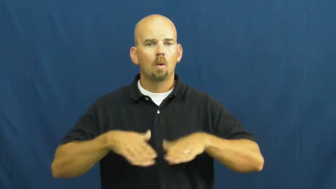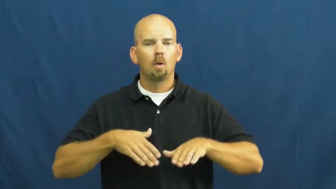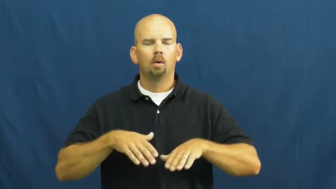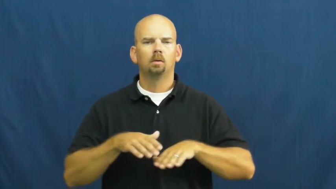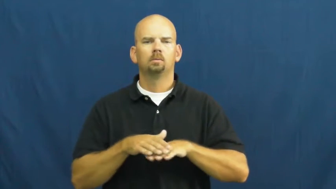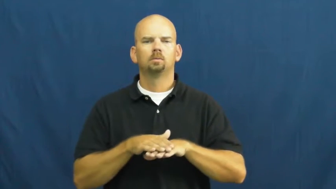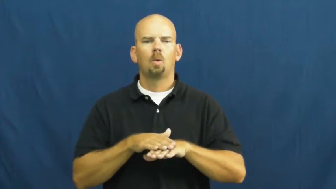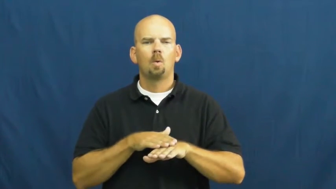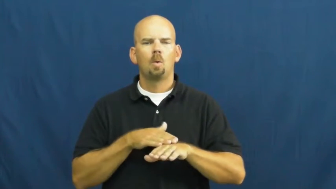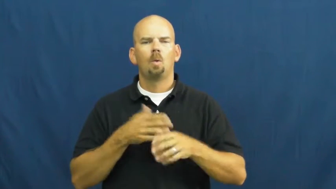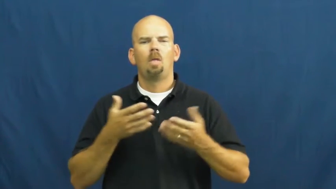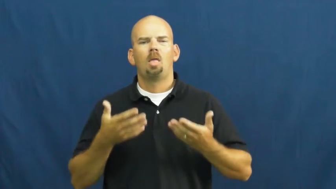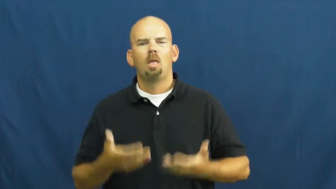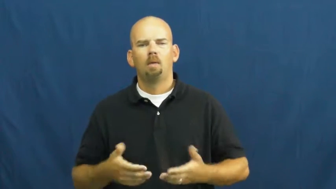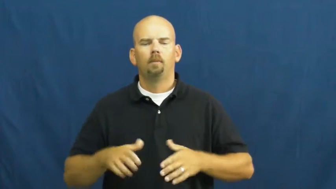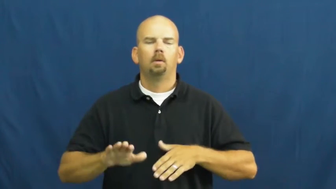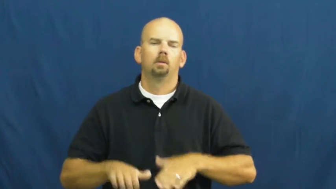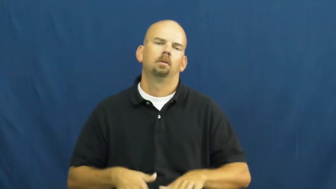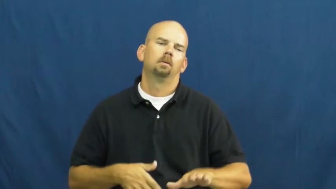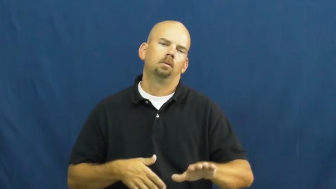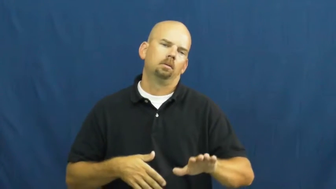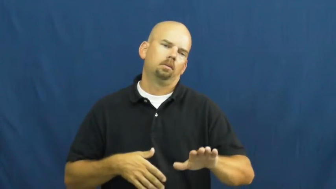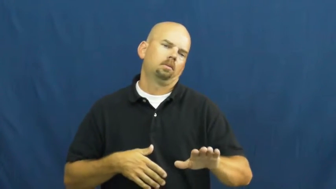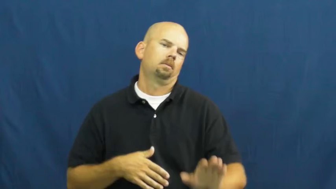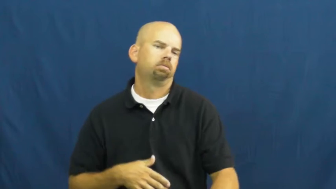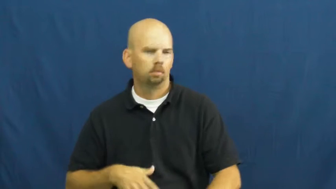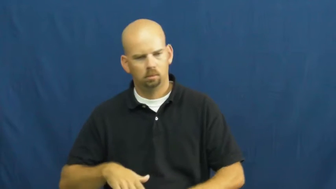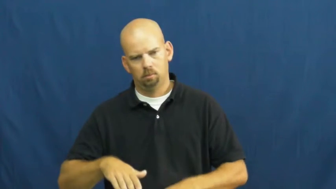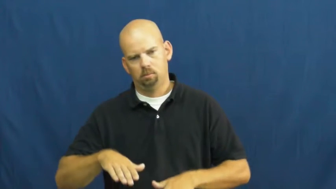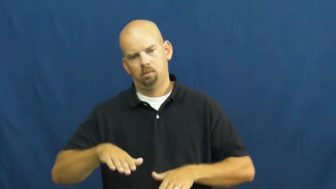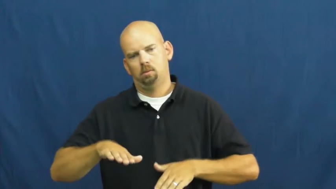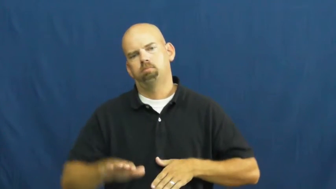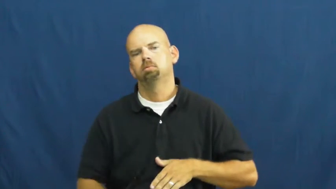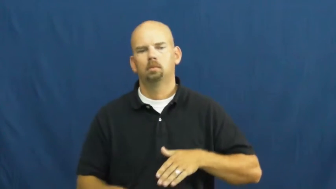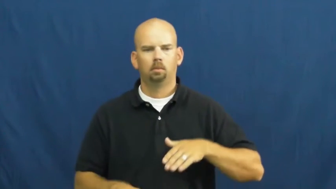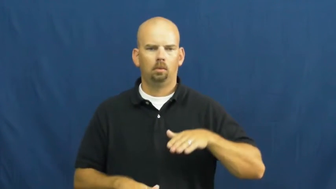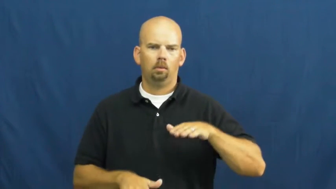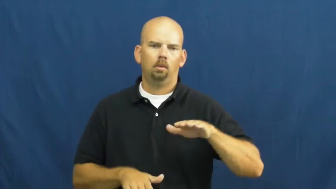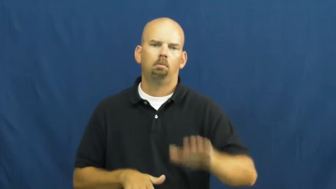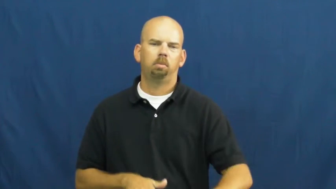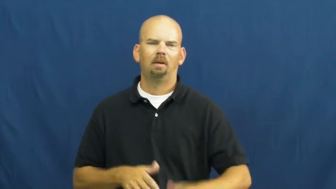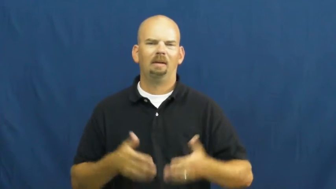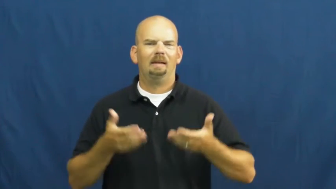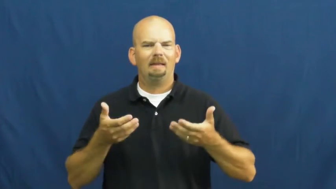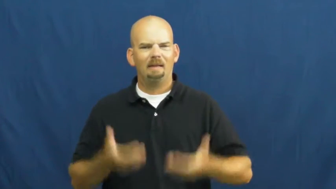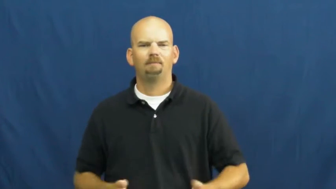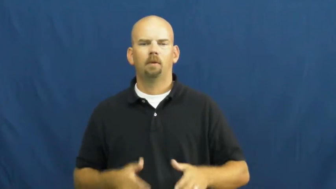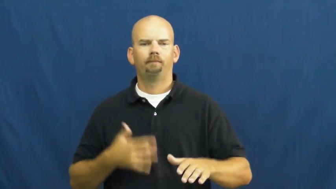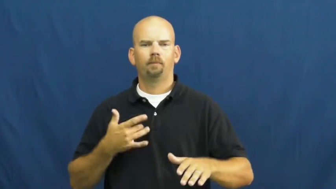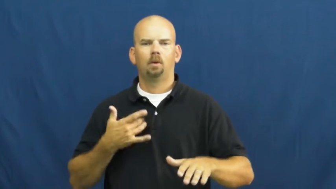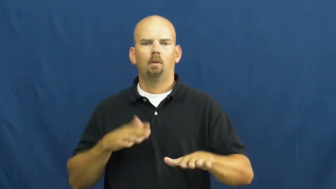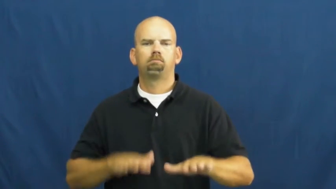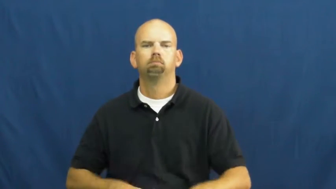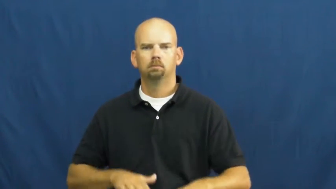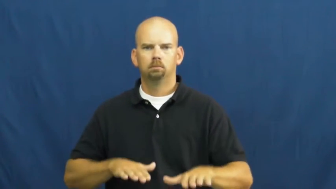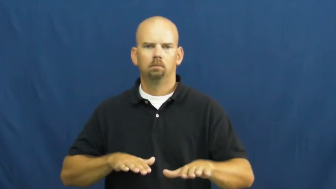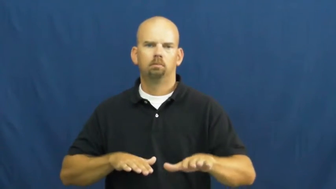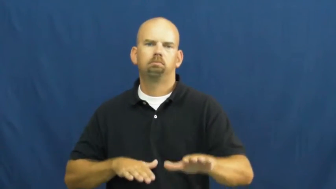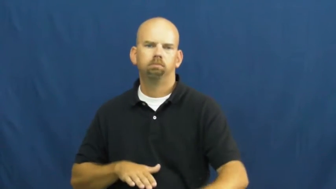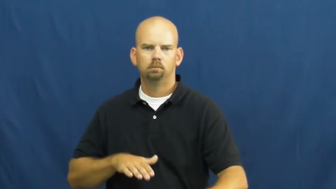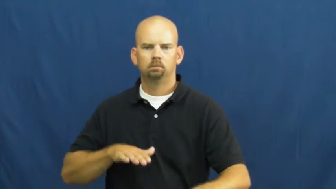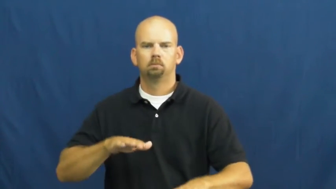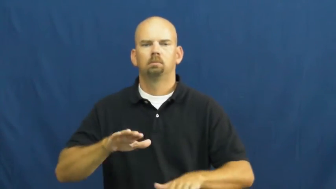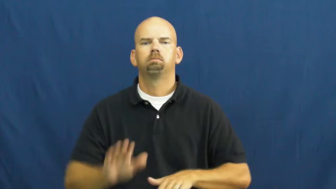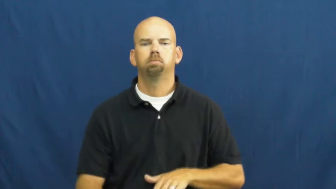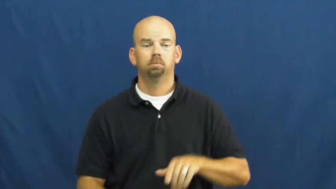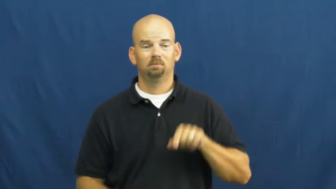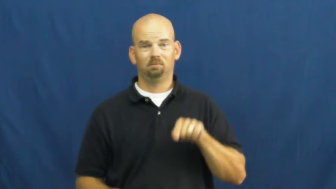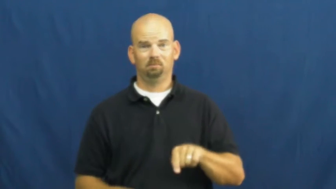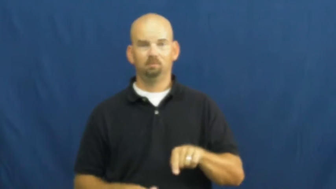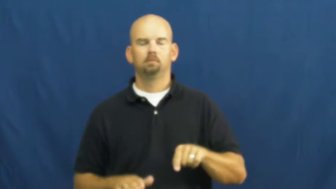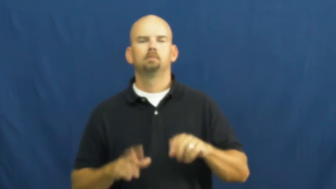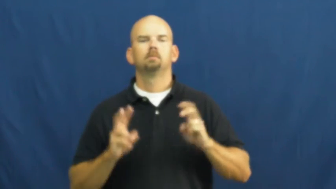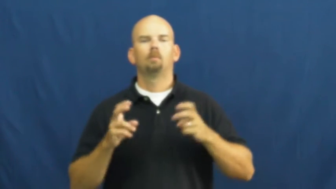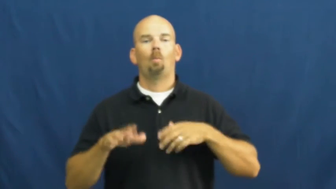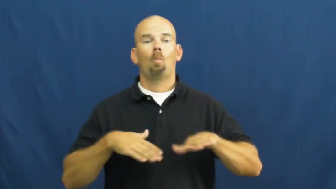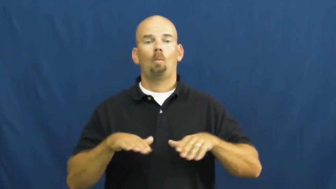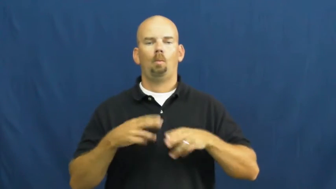tramp,tromp-walk